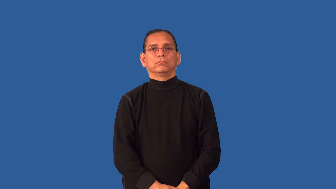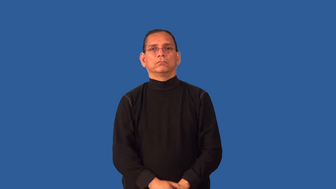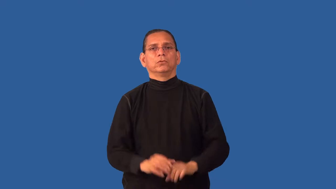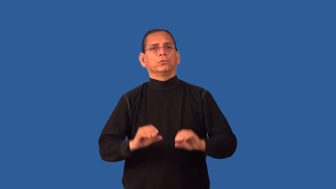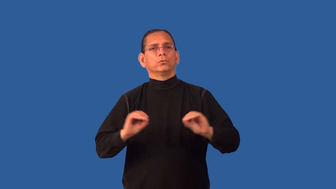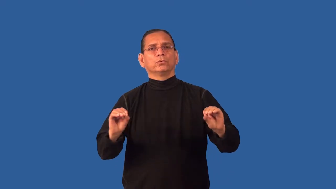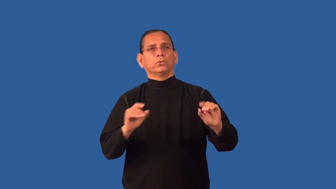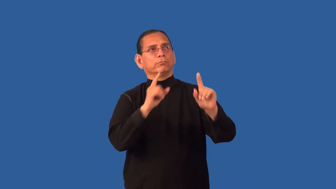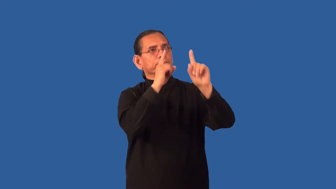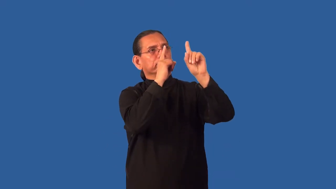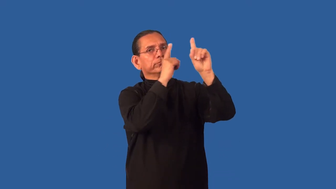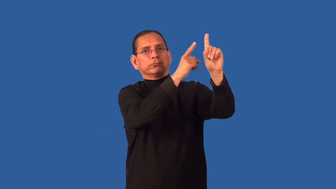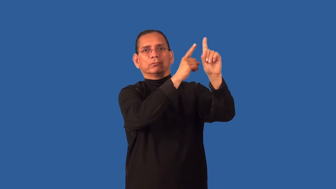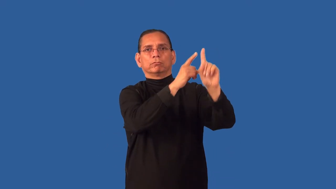rudderless